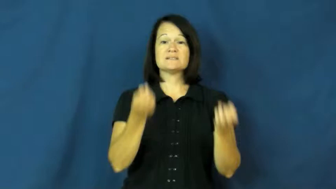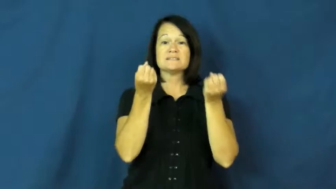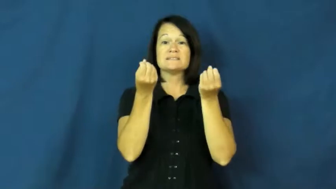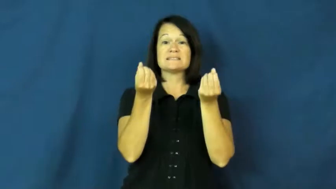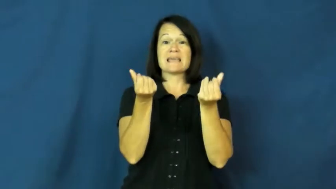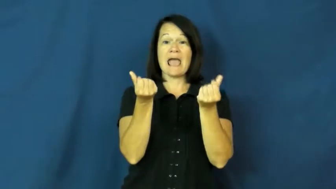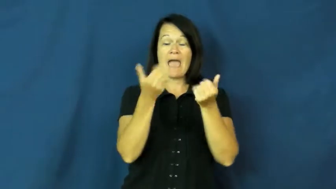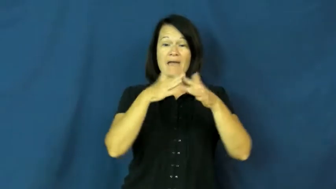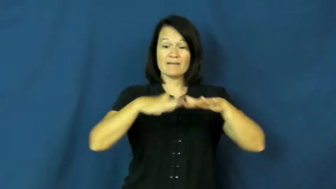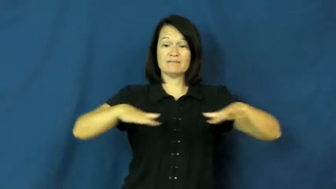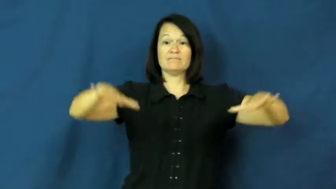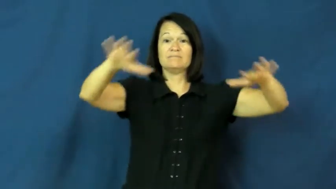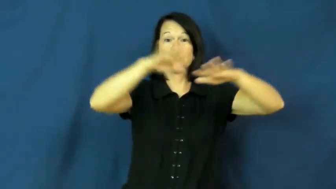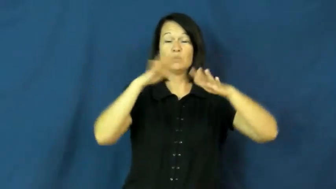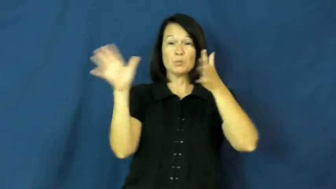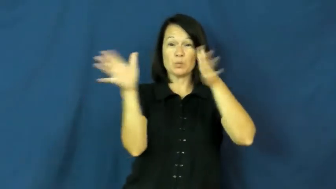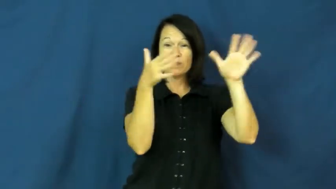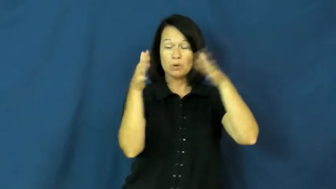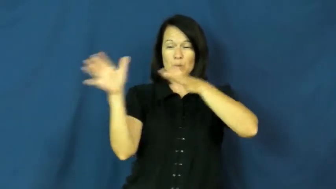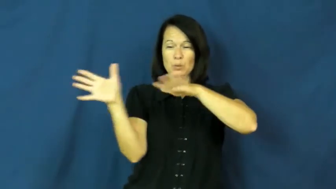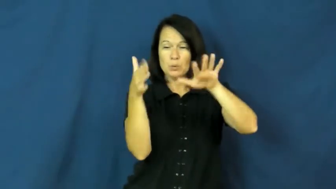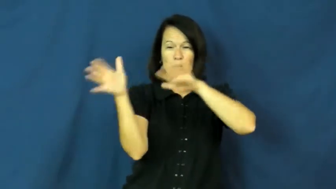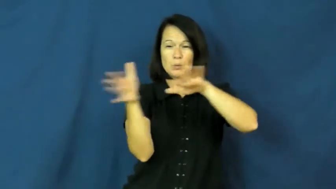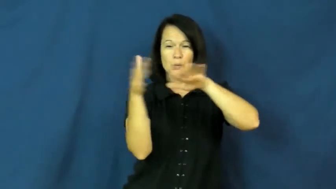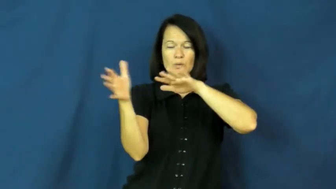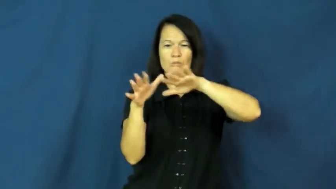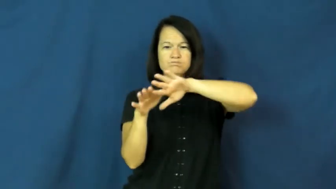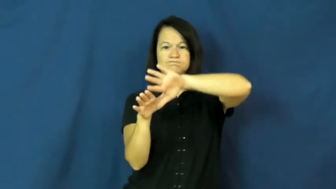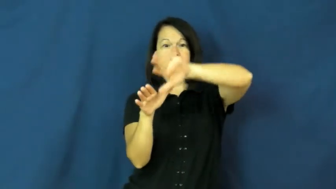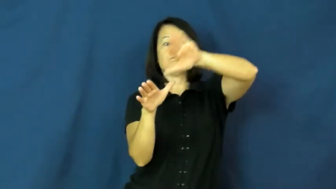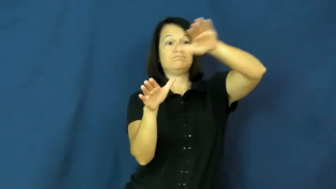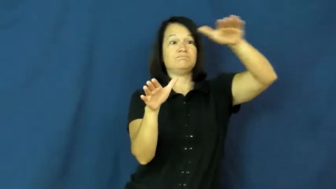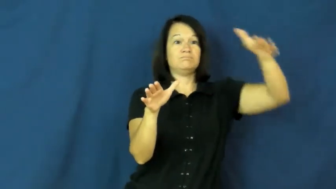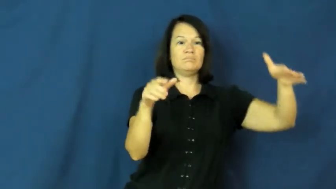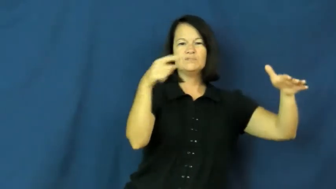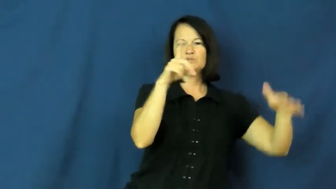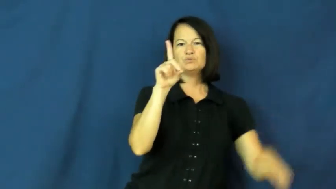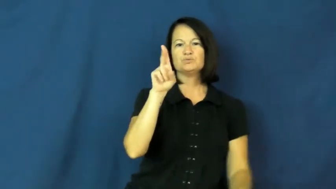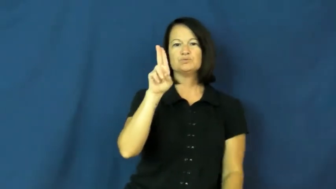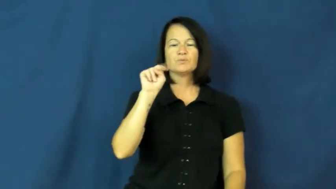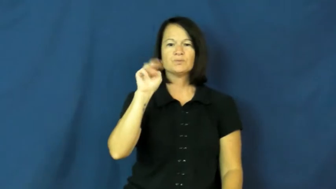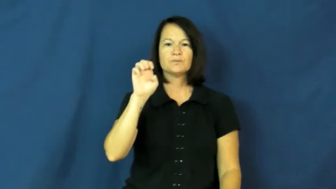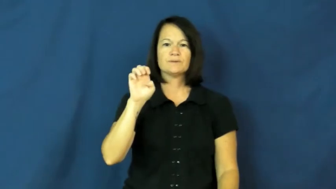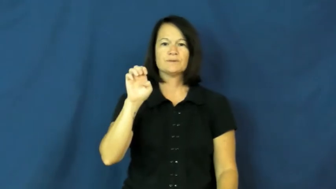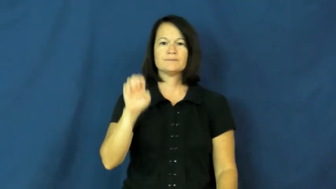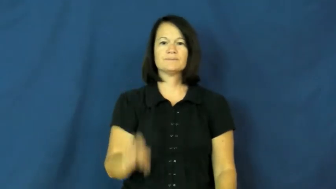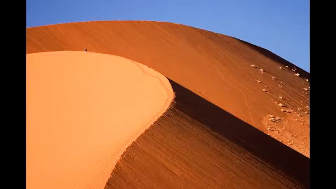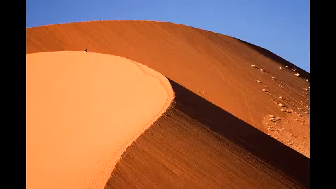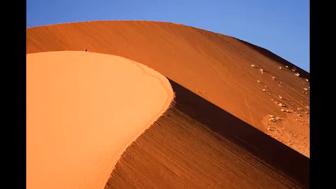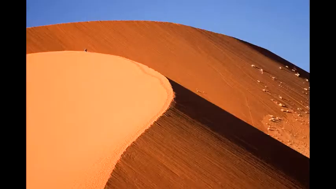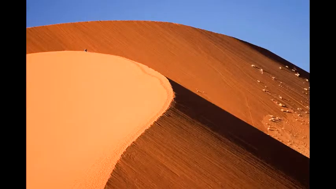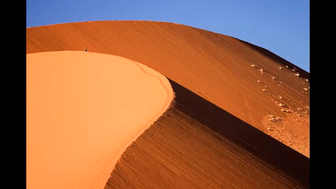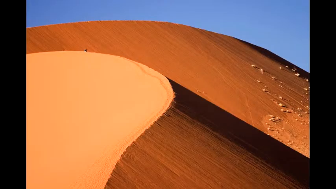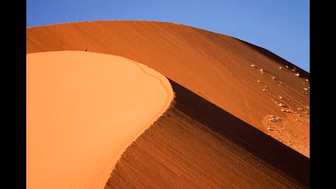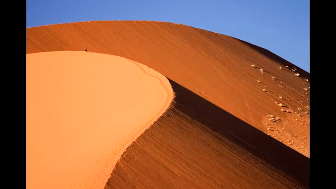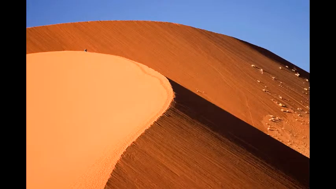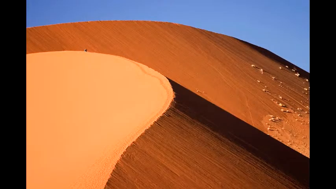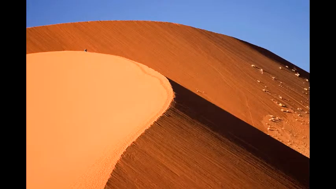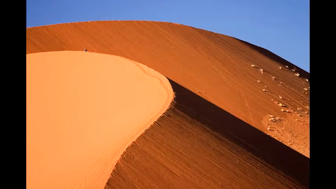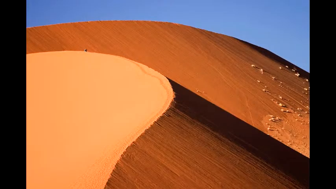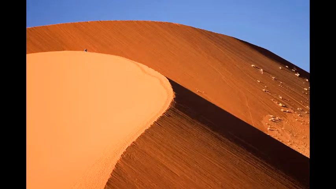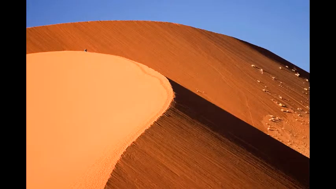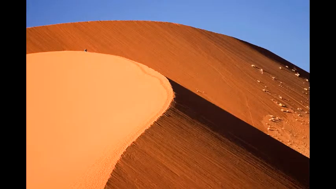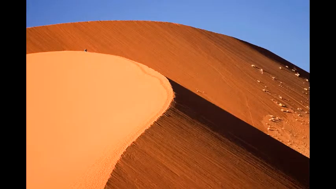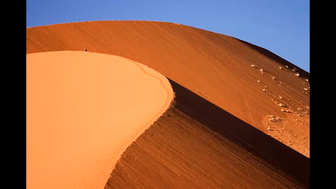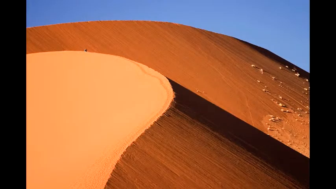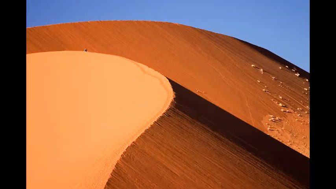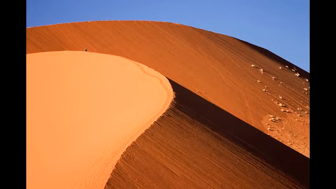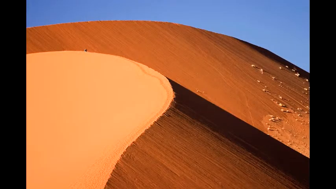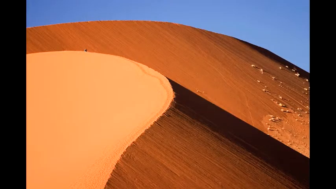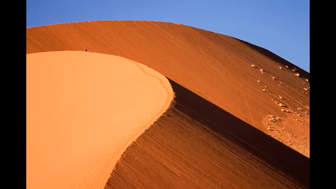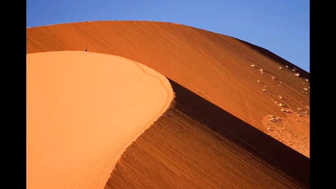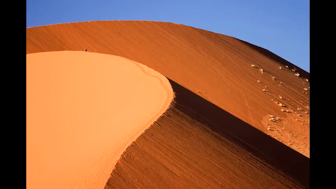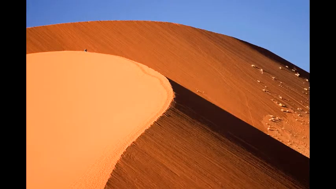dune